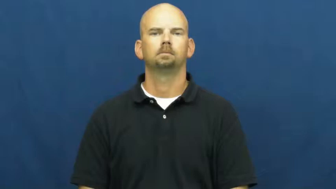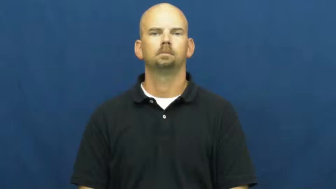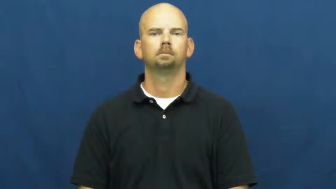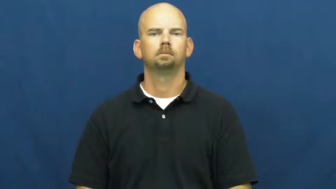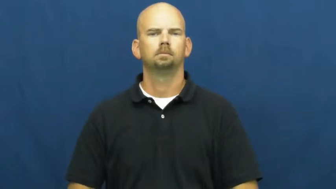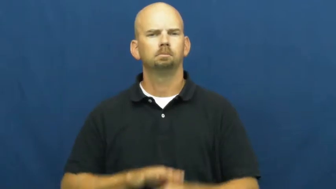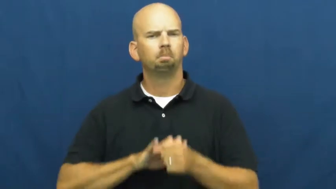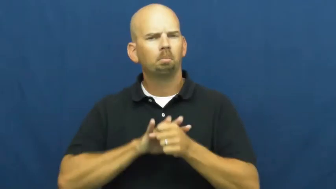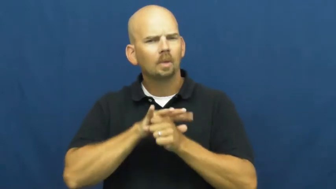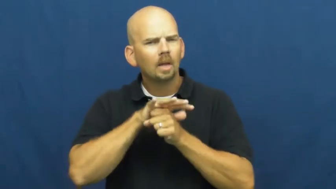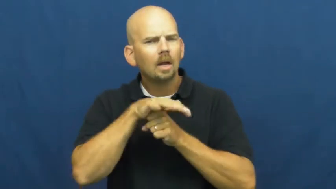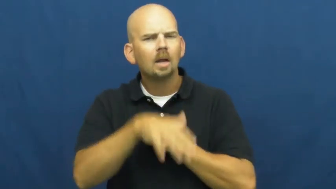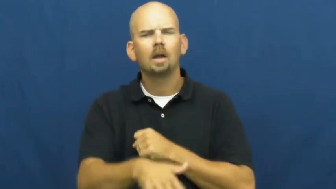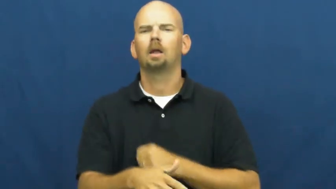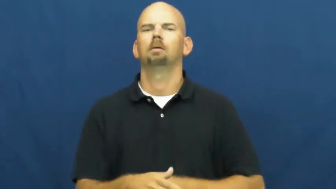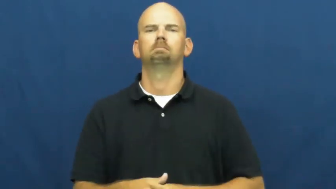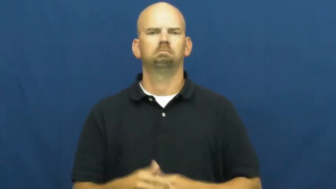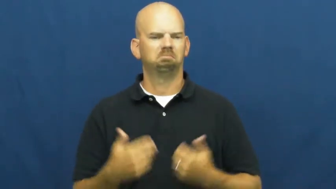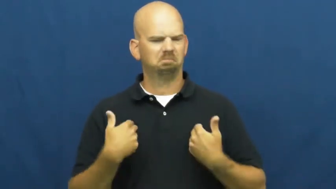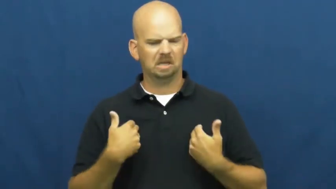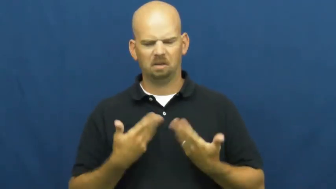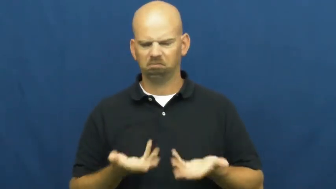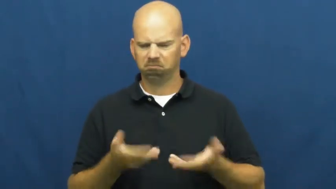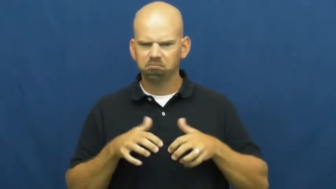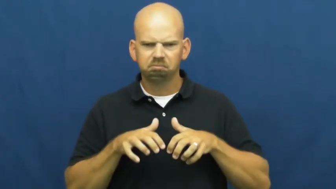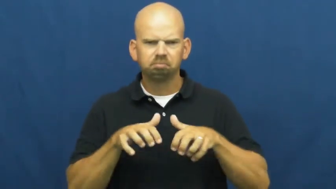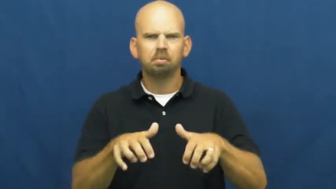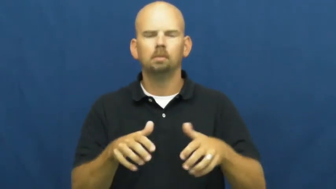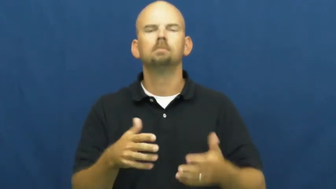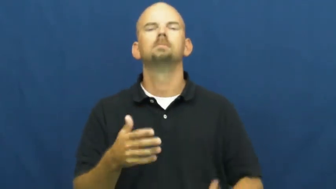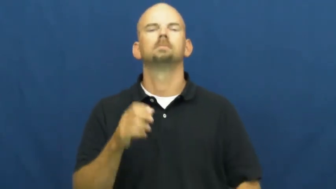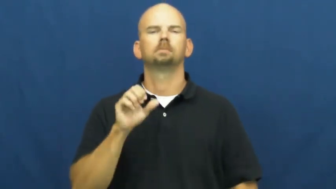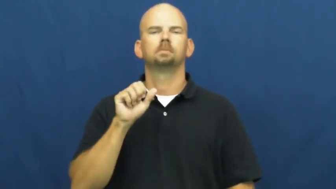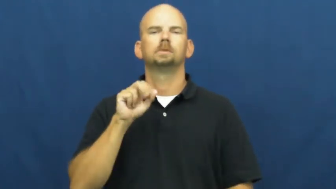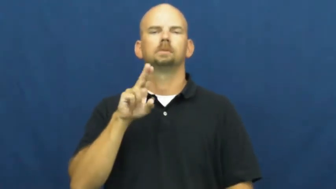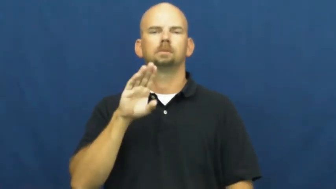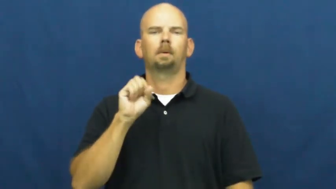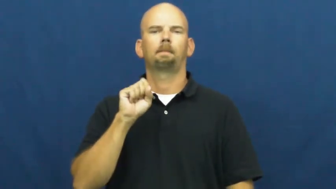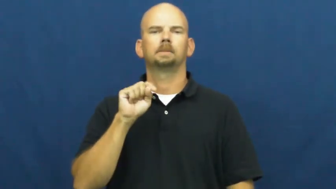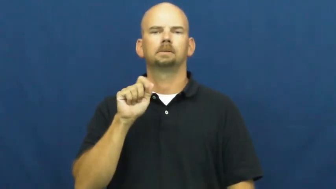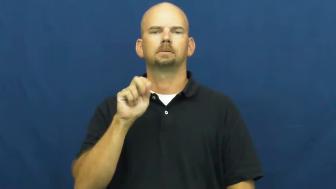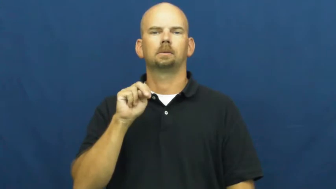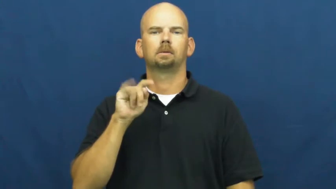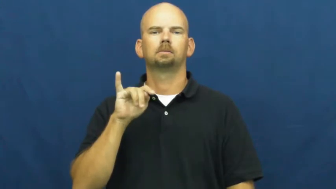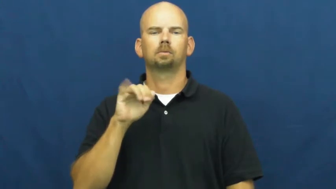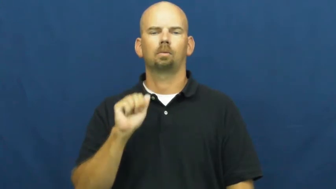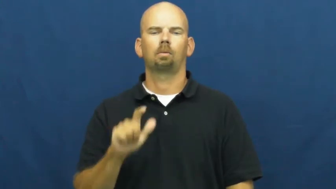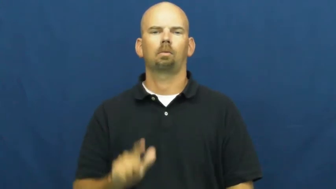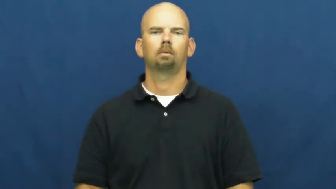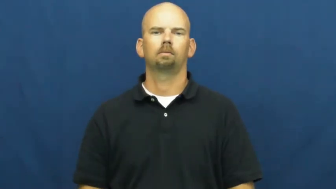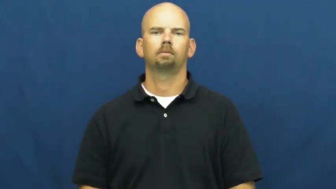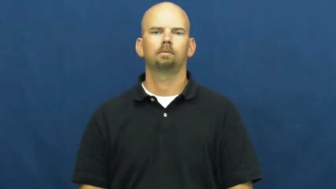substantial-plenty